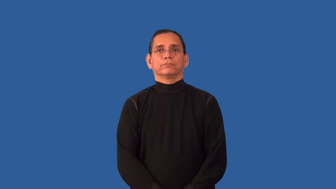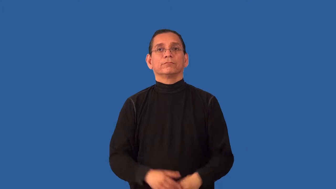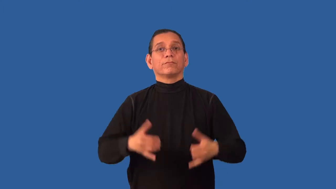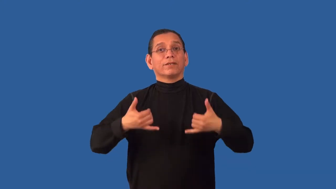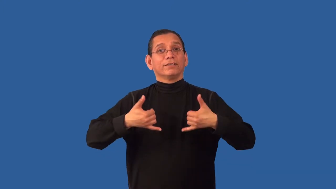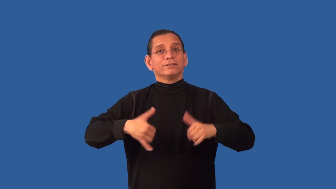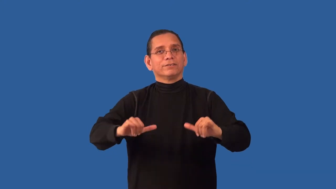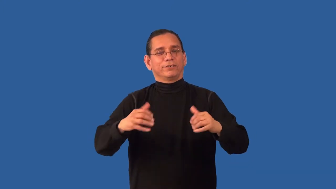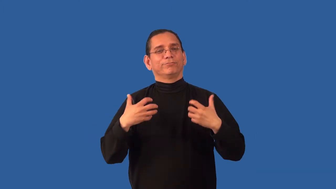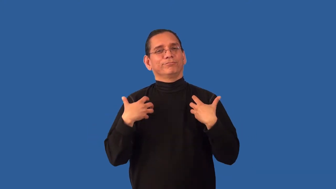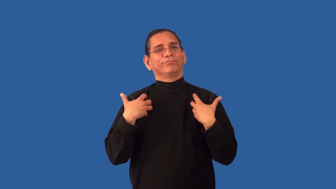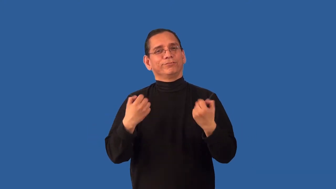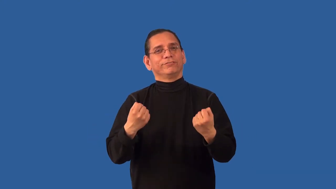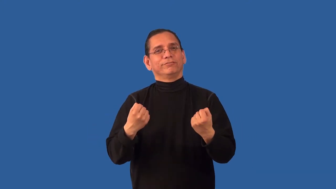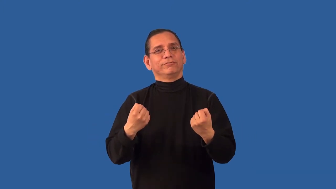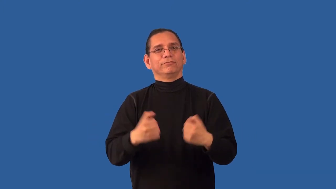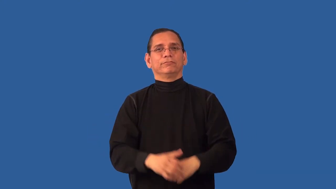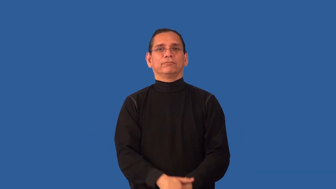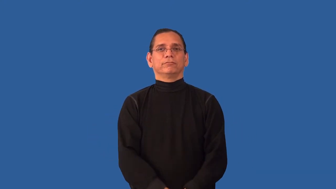unswerving